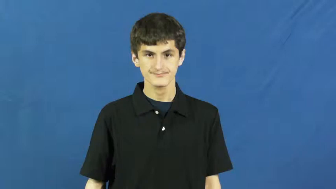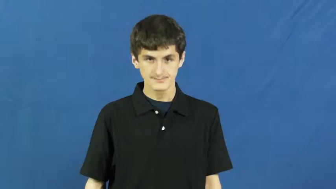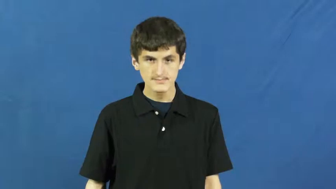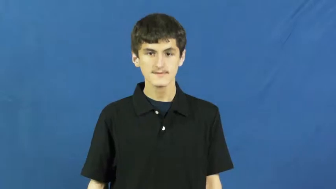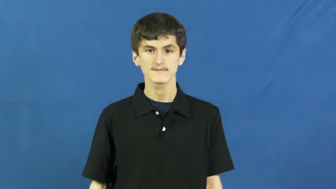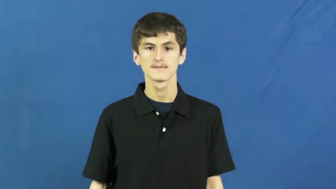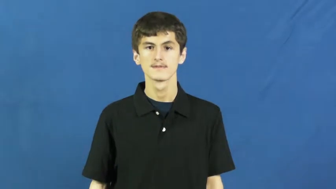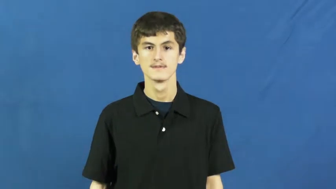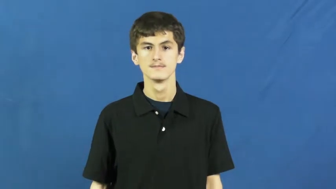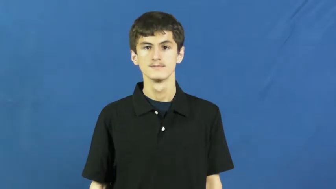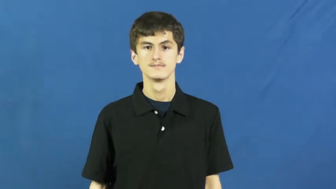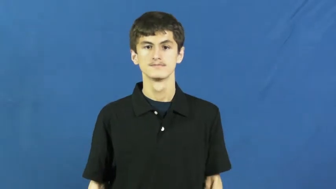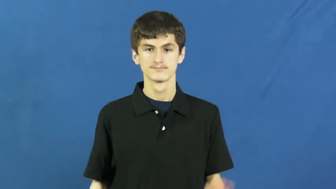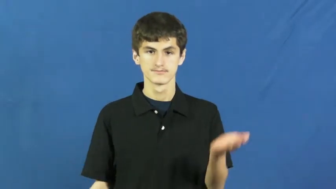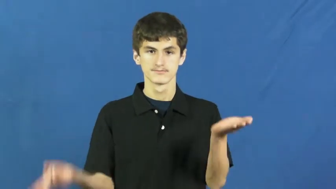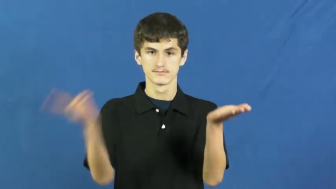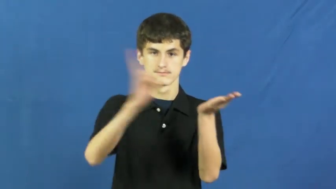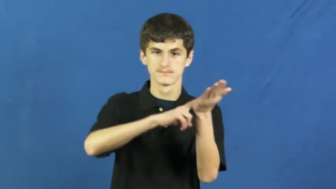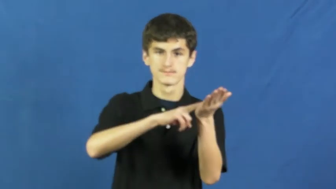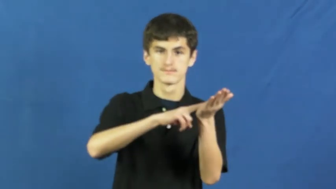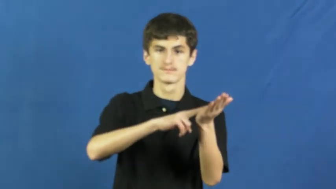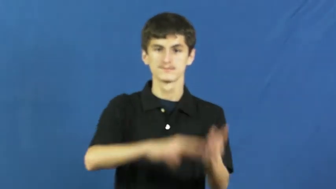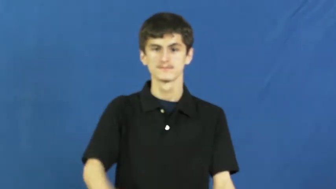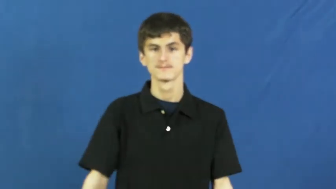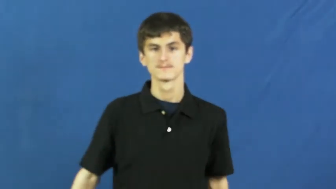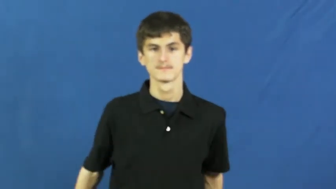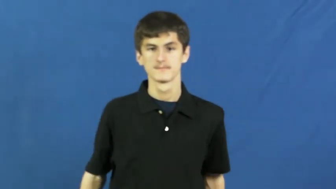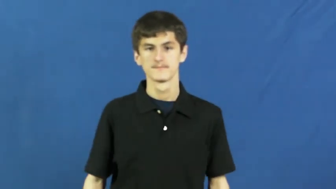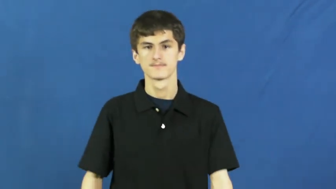title-contract